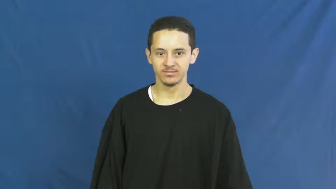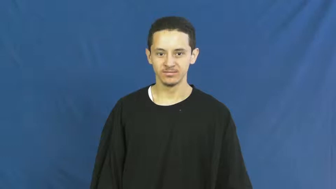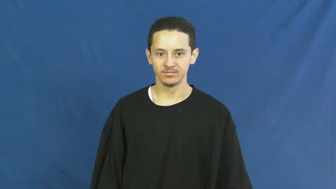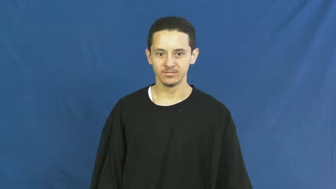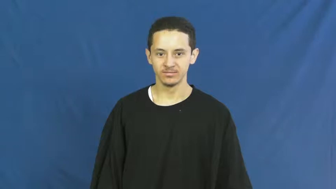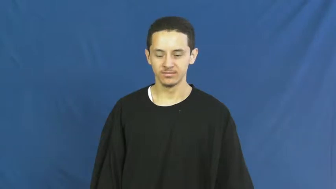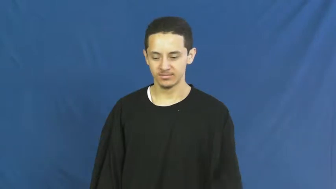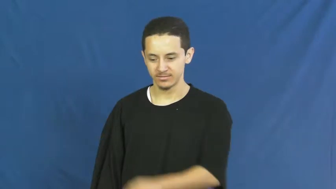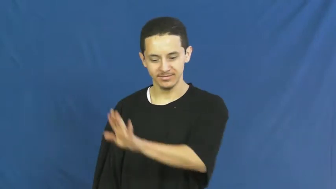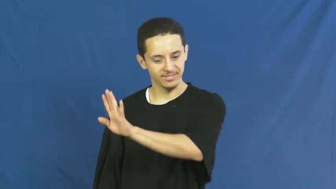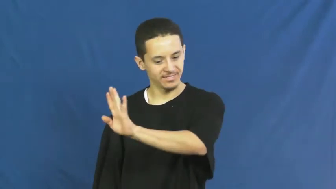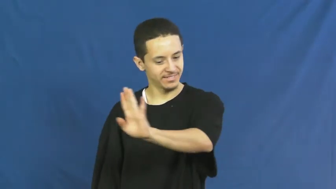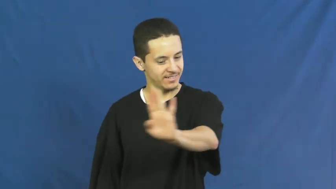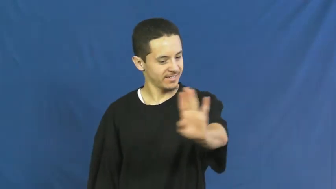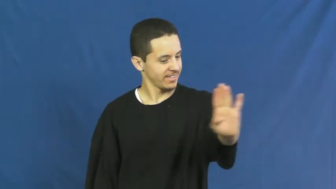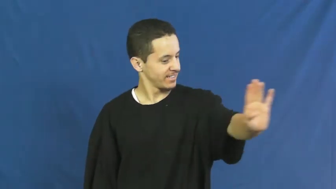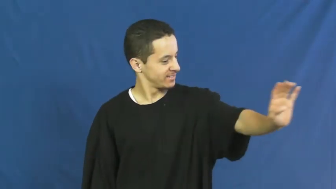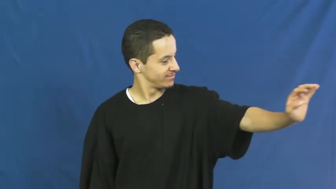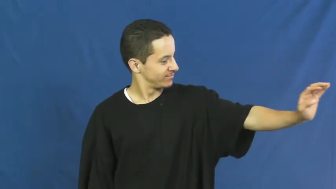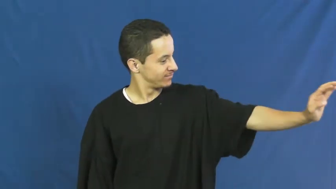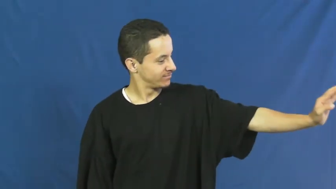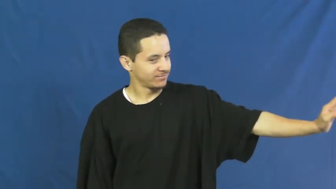their